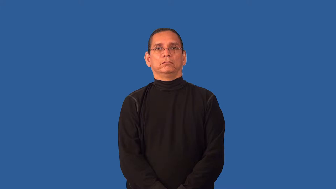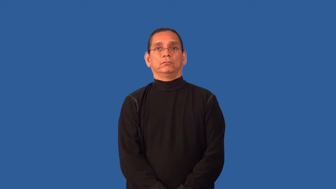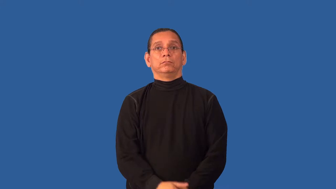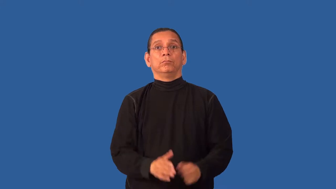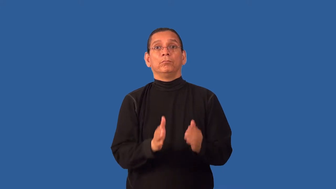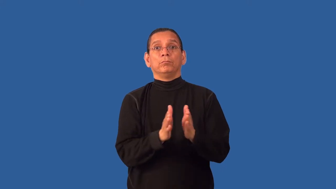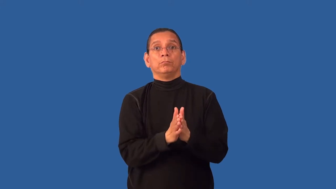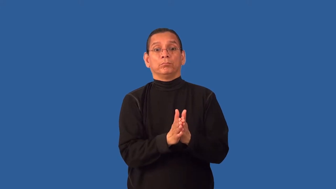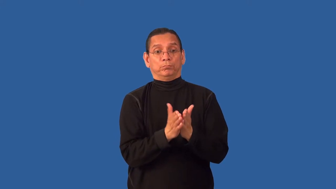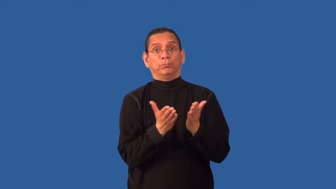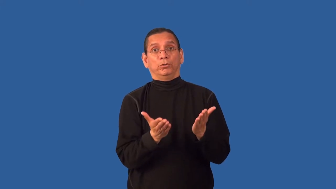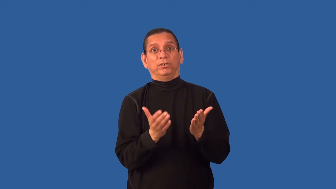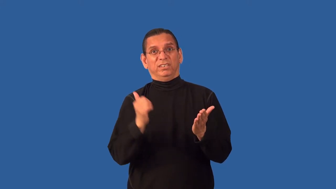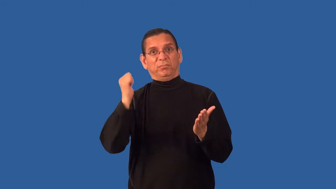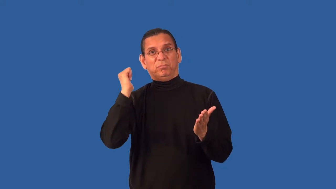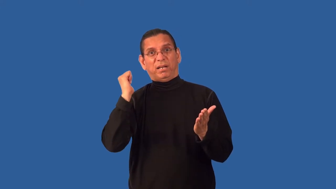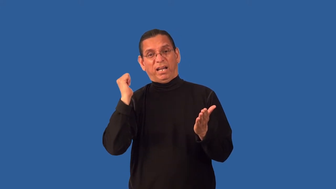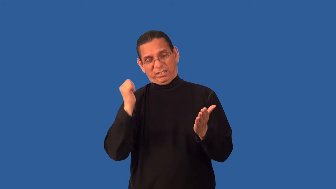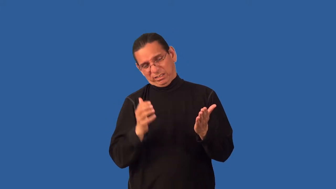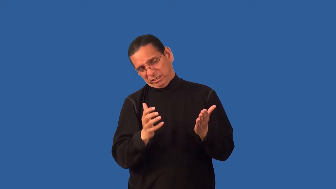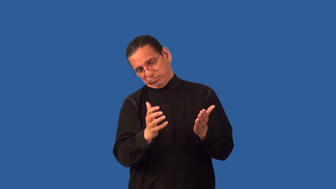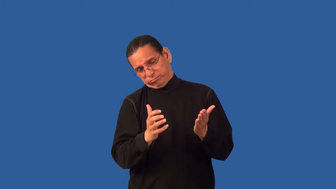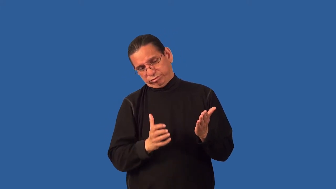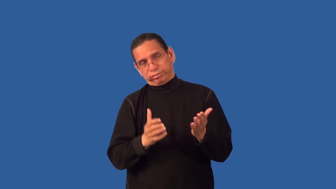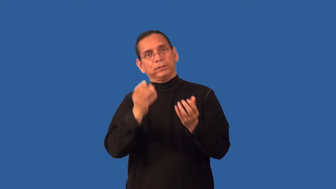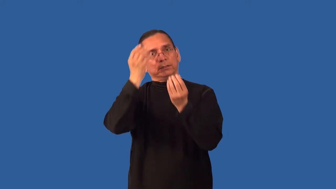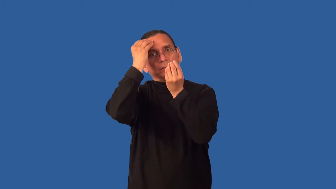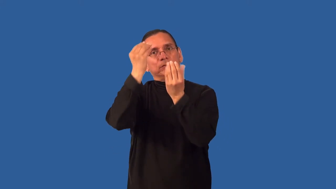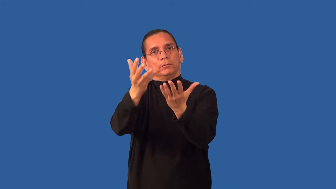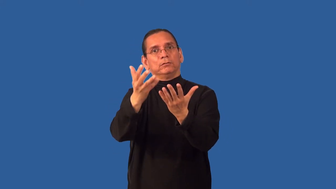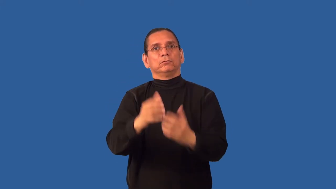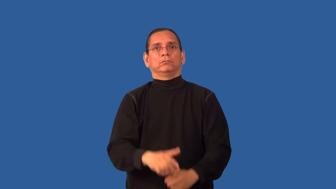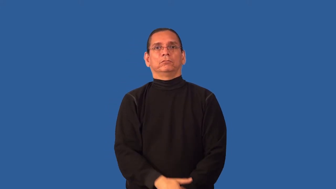appendix,annex-book